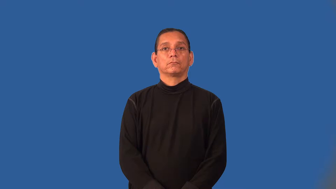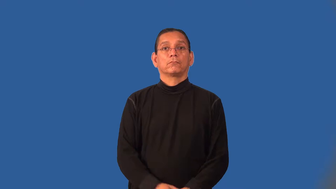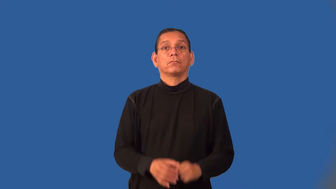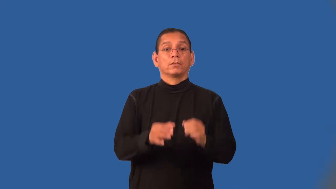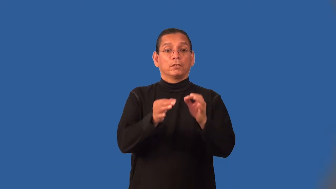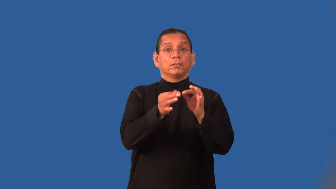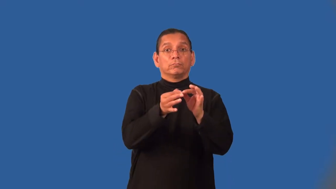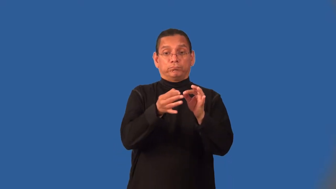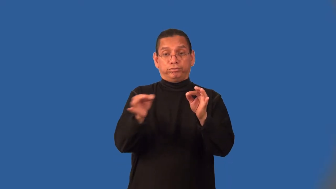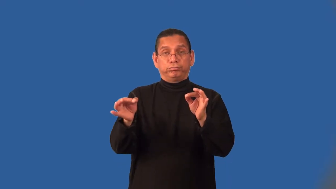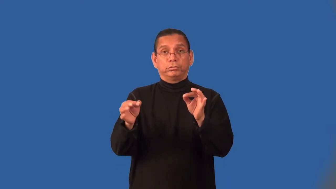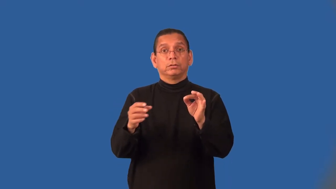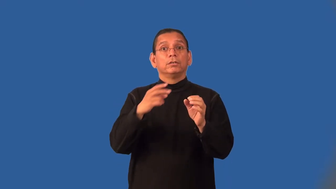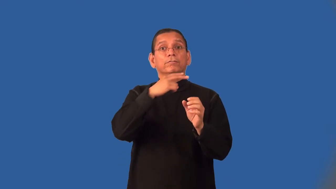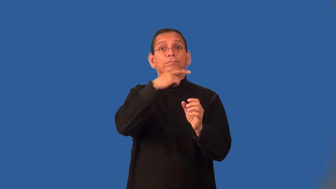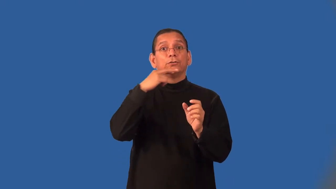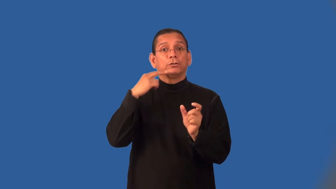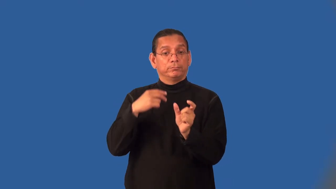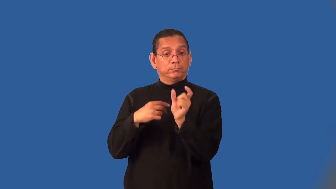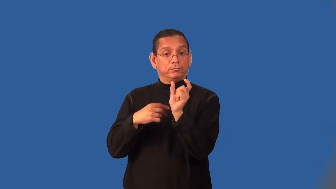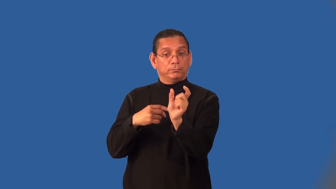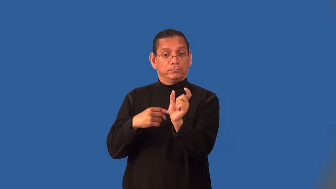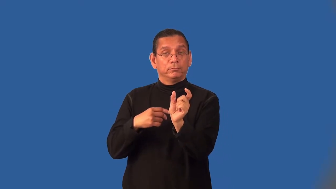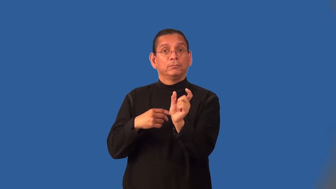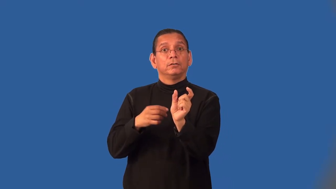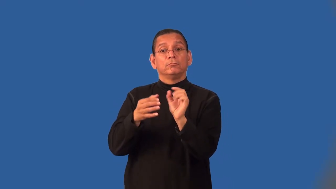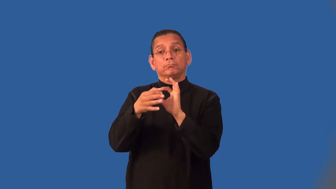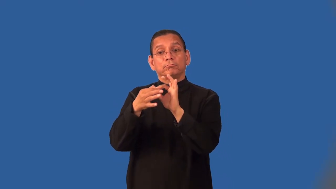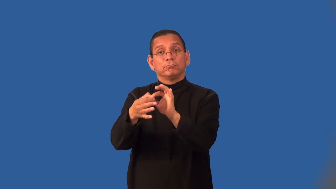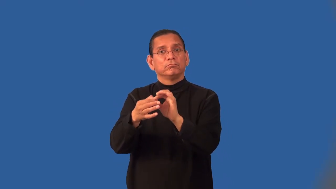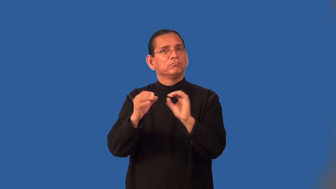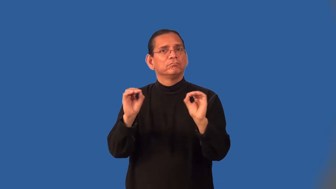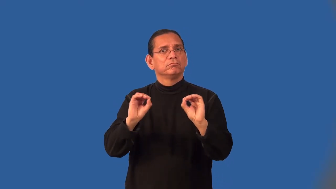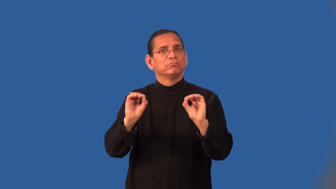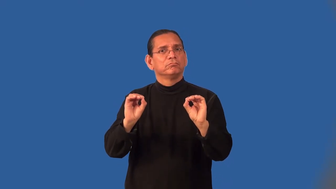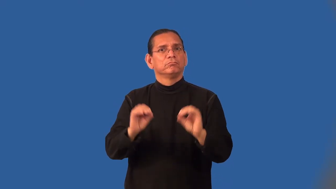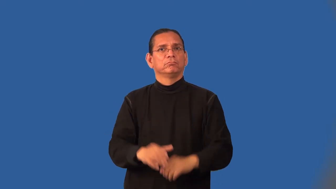intransitive